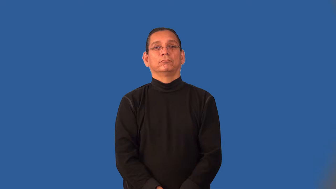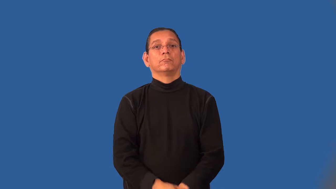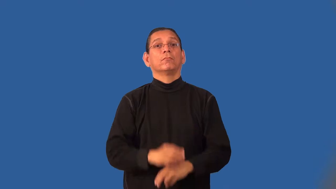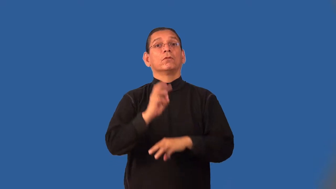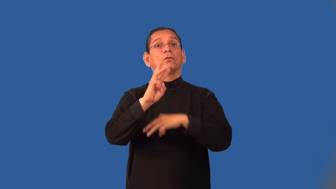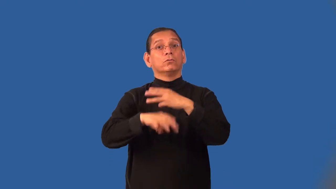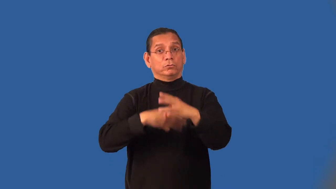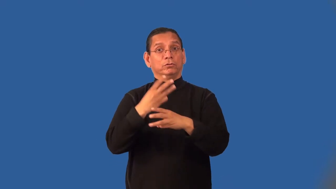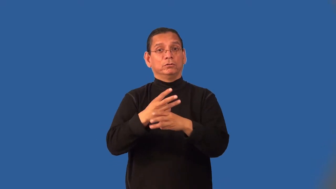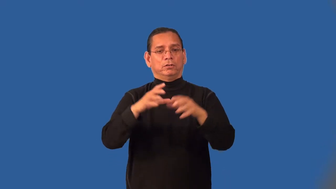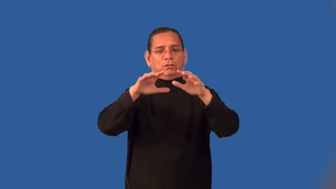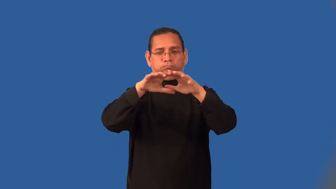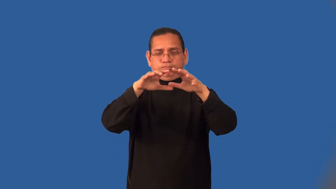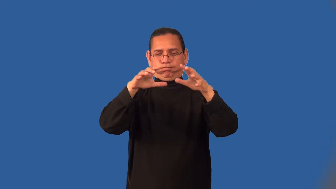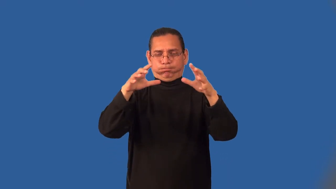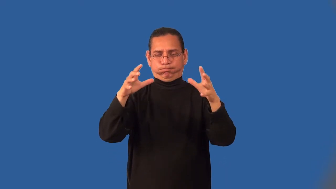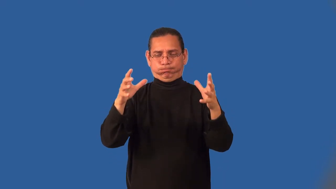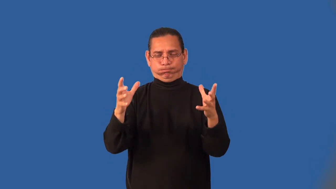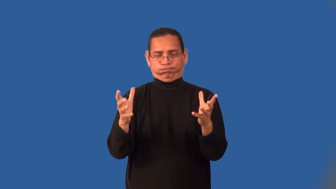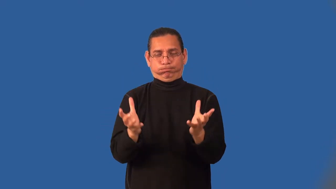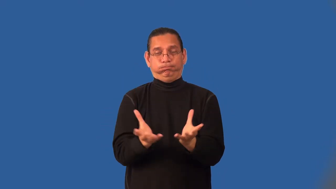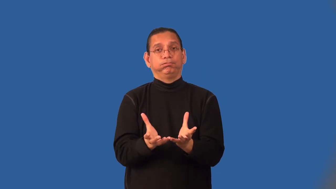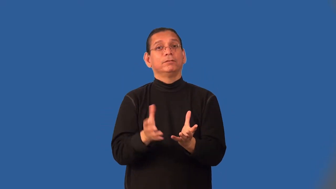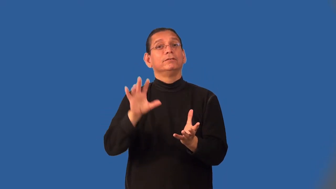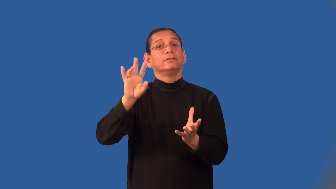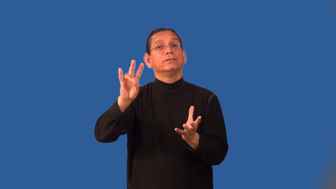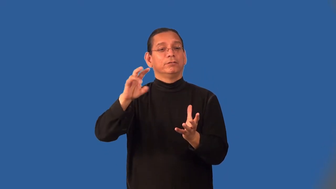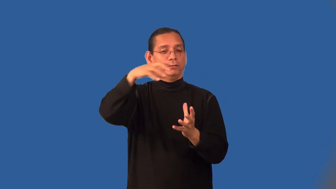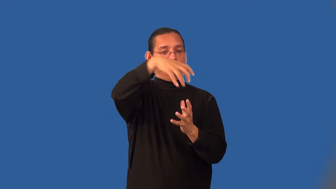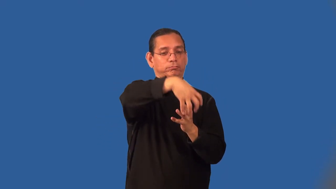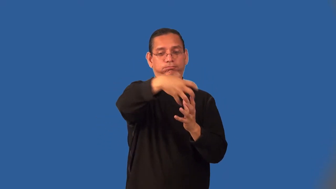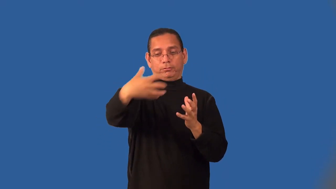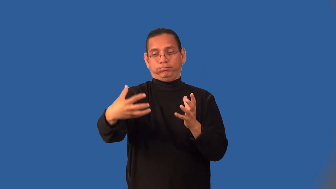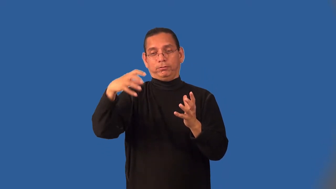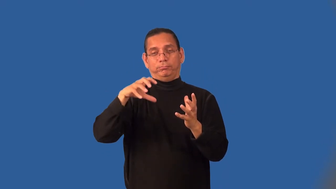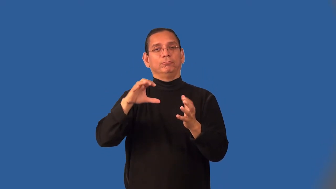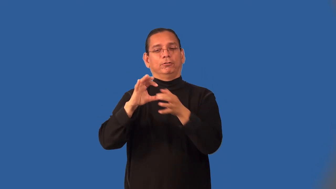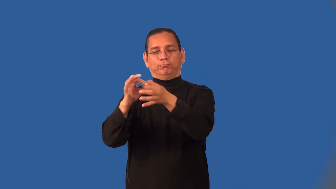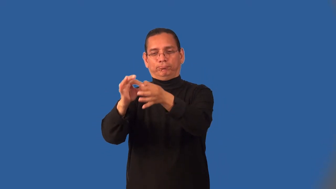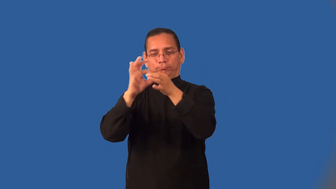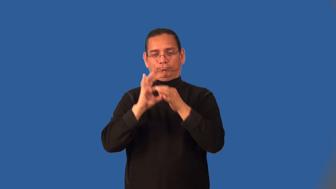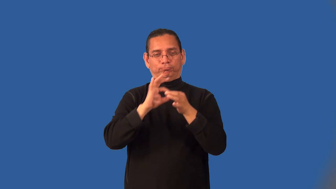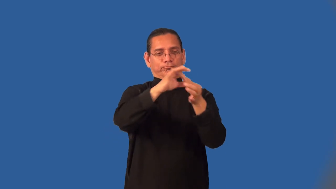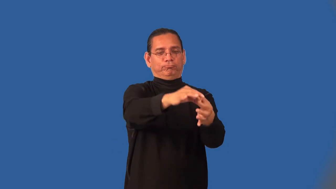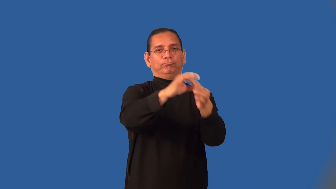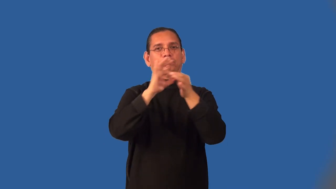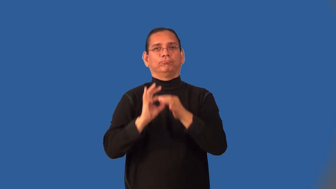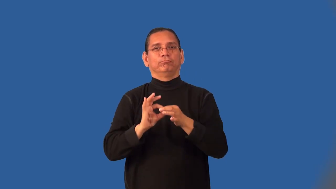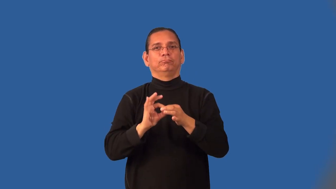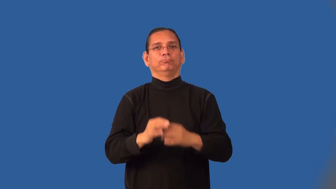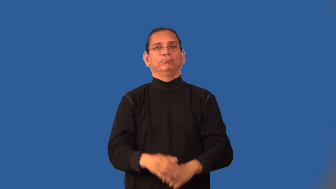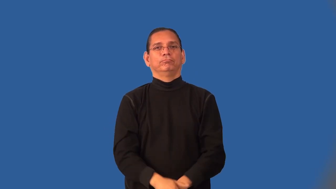intercontinental